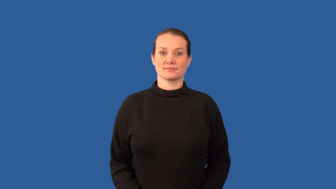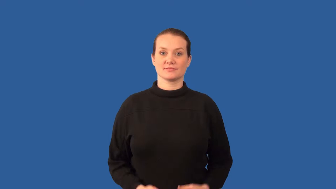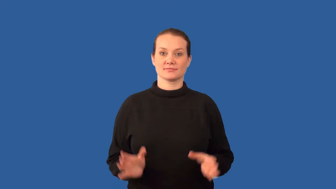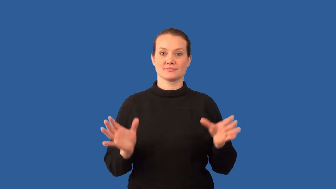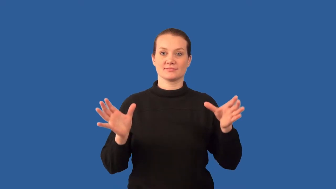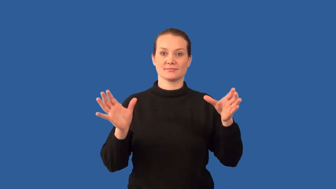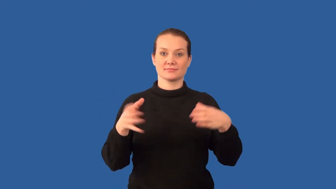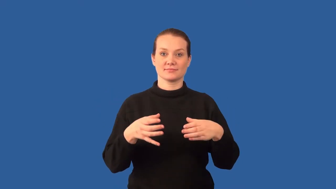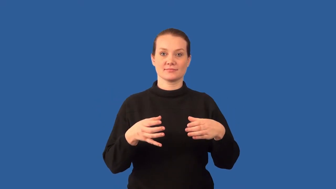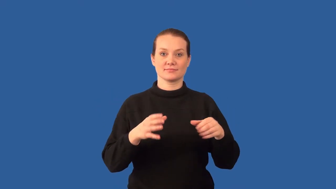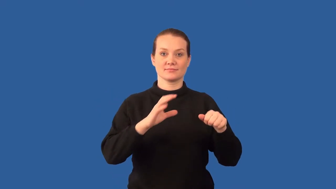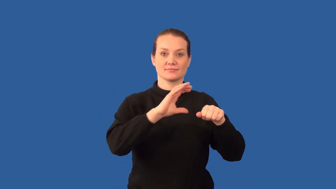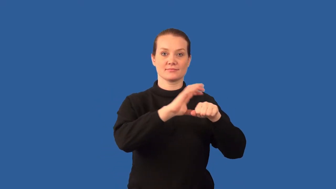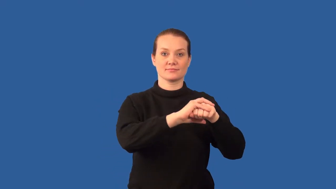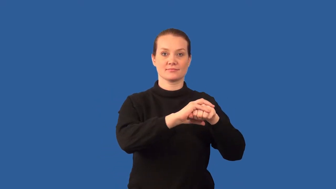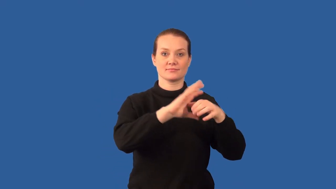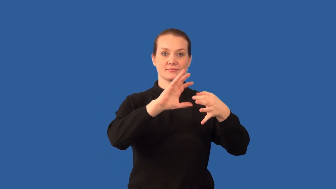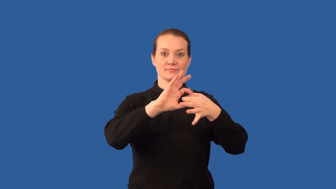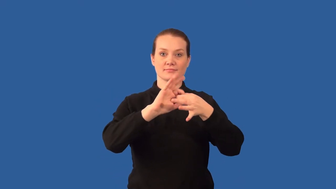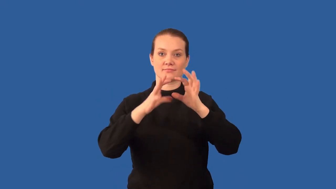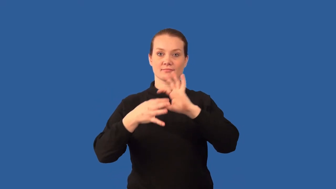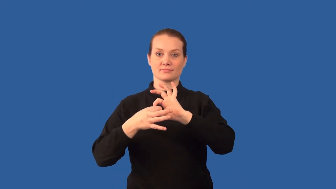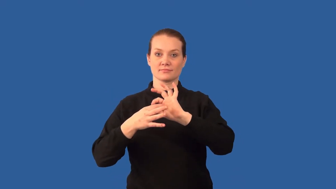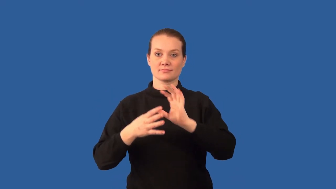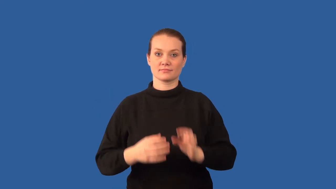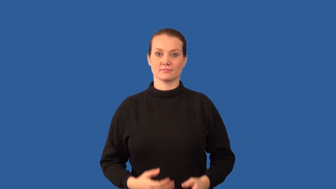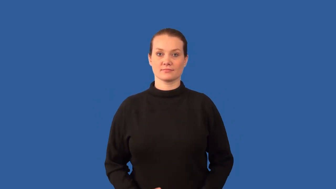polyatomic